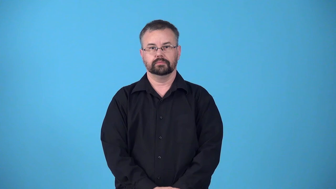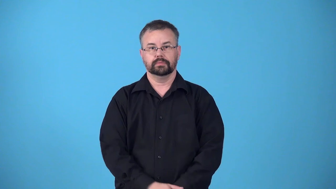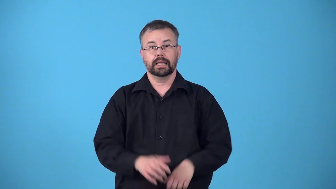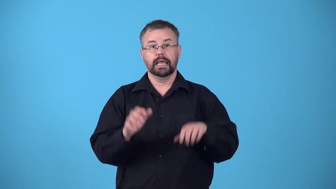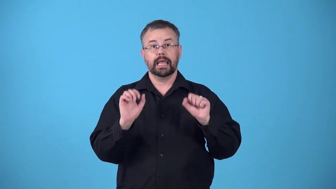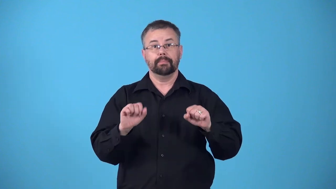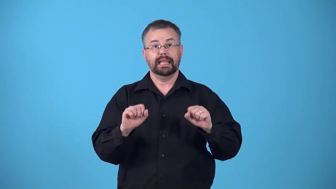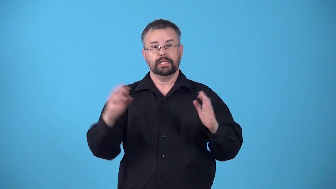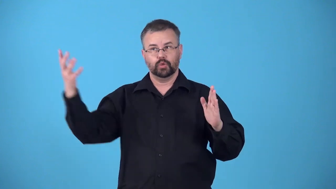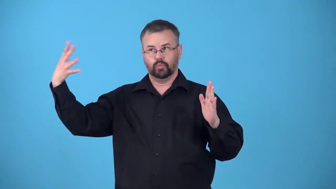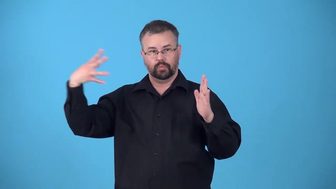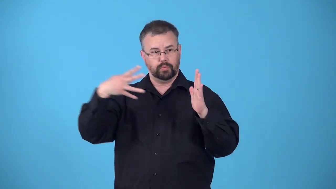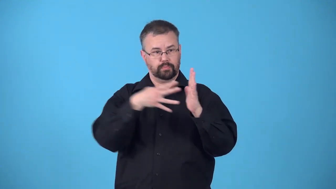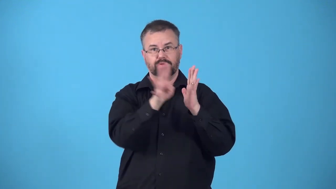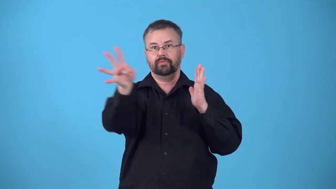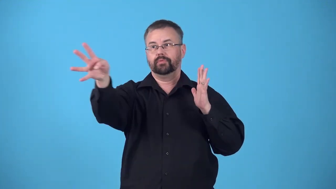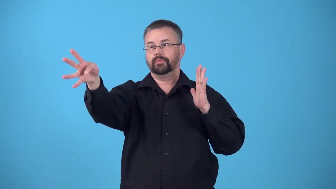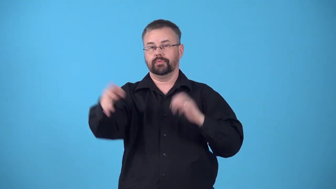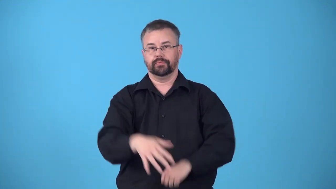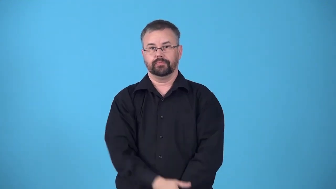reflectivity